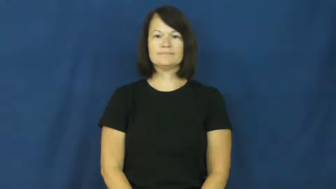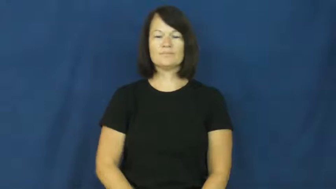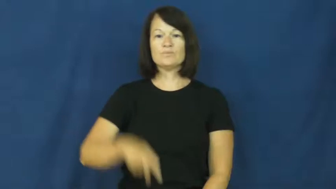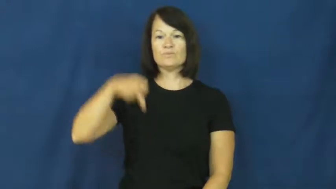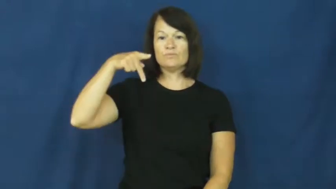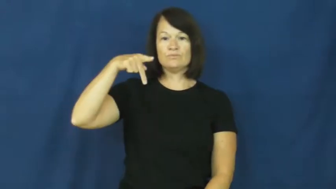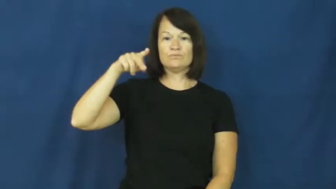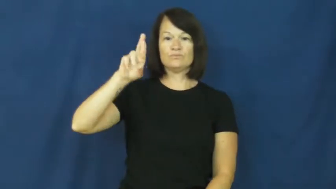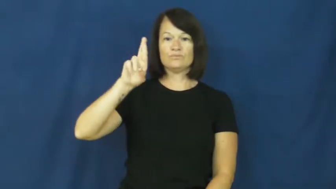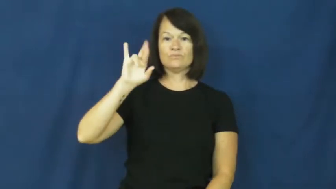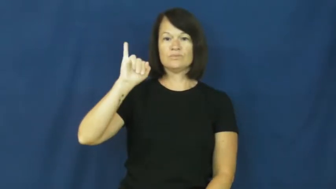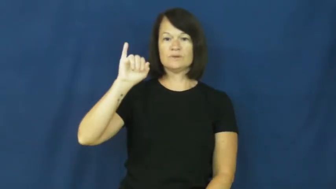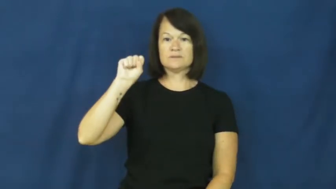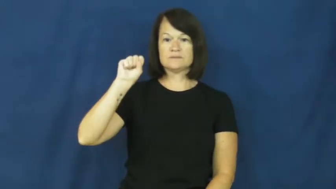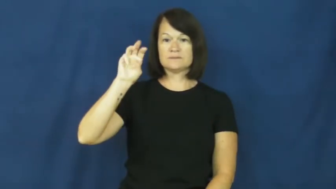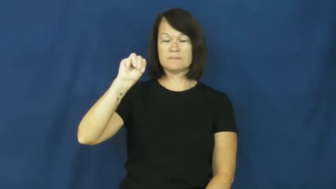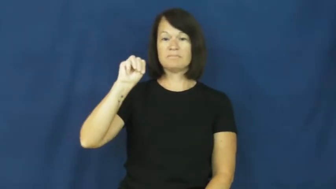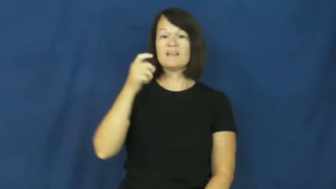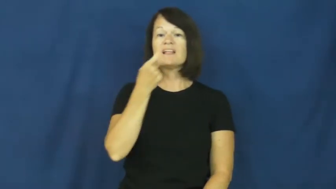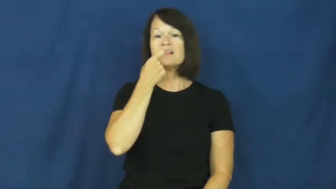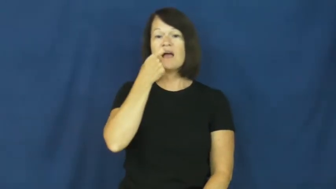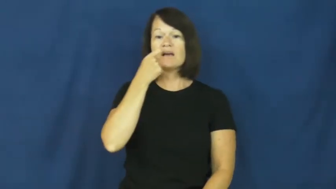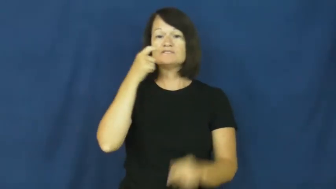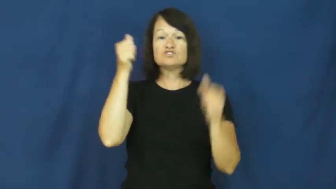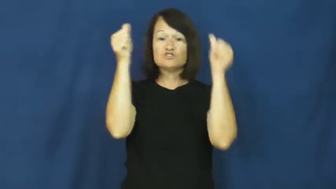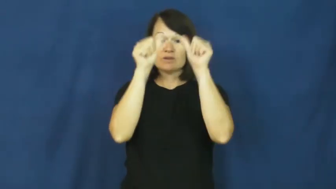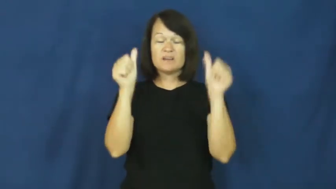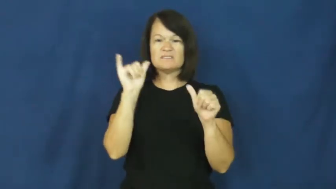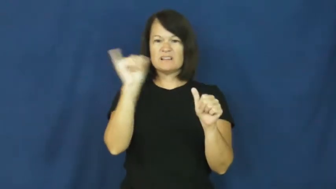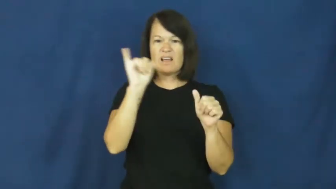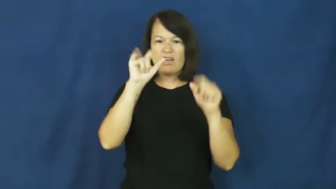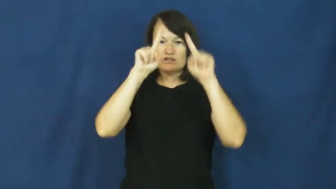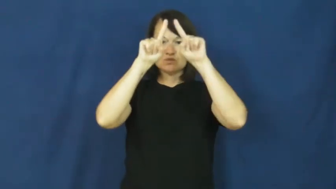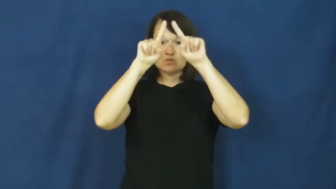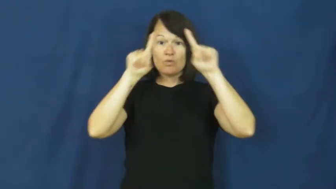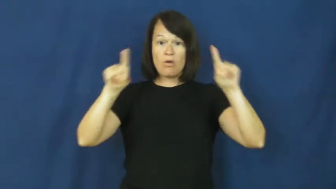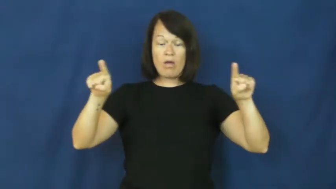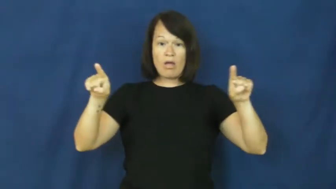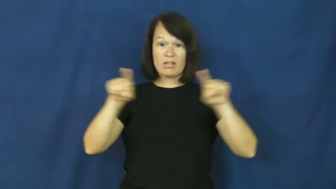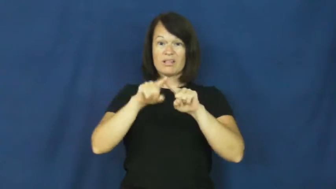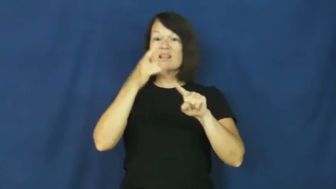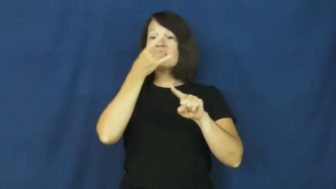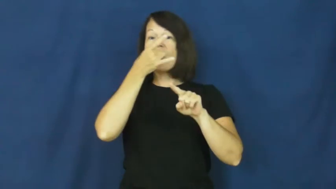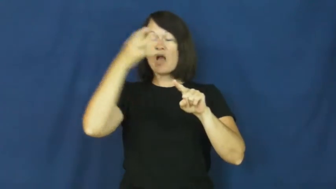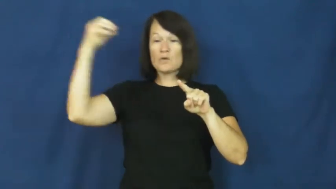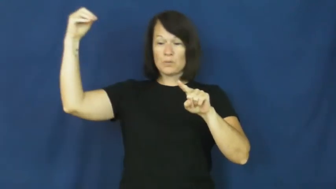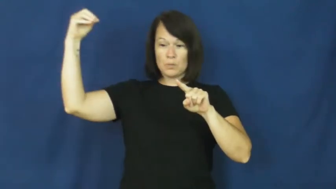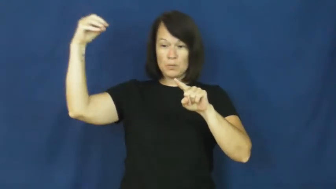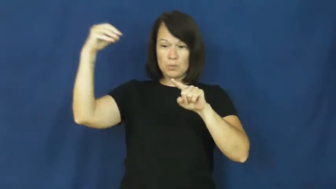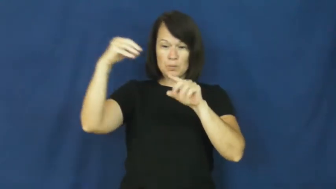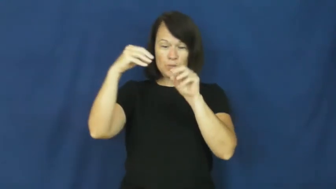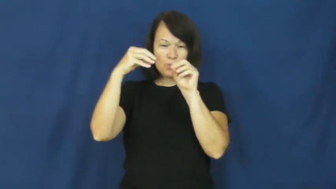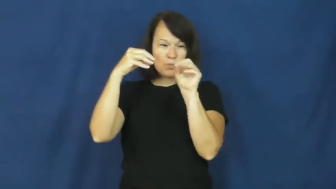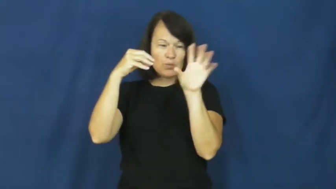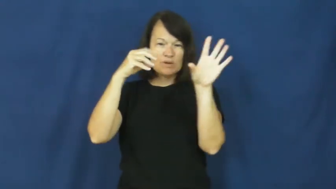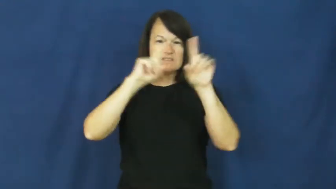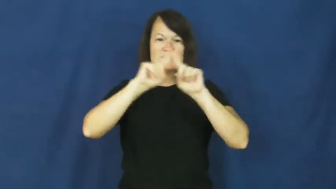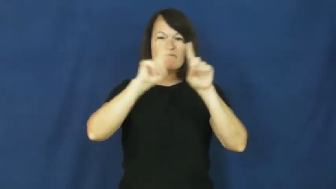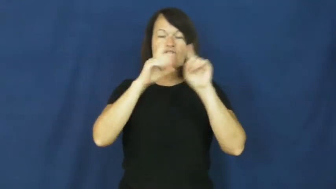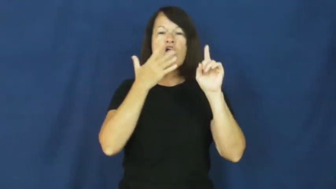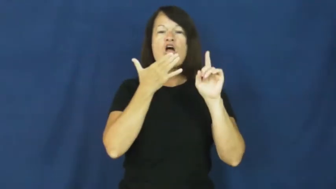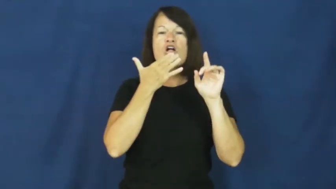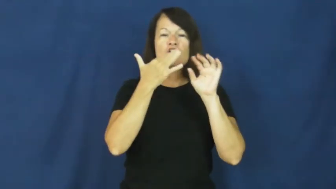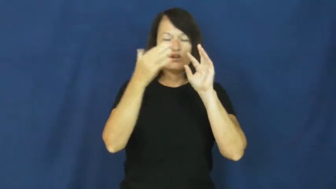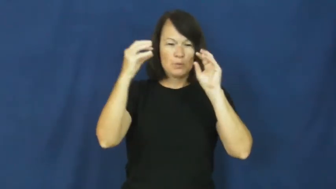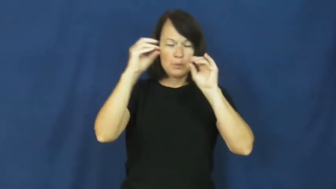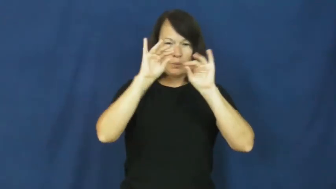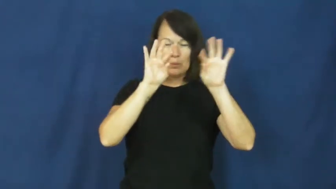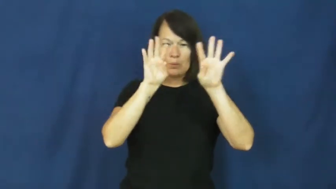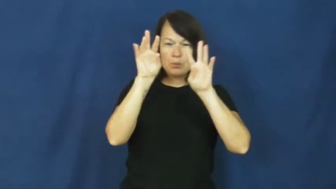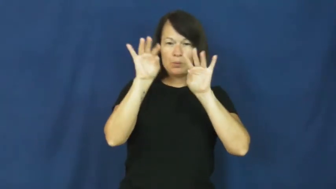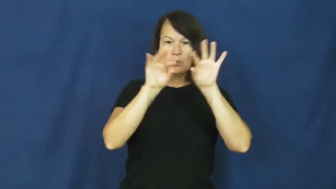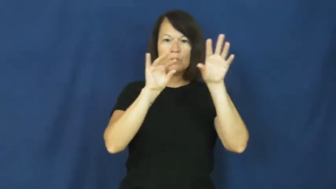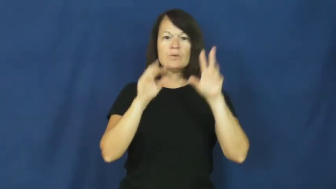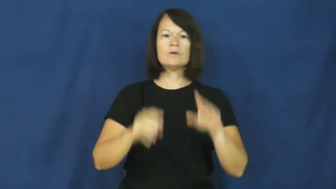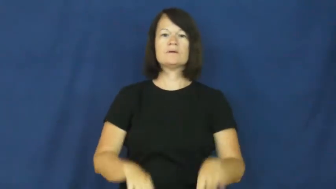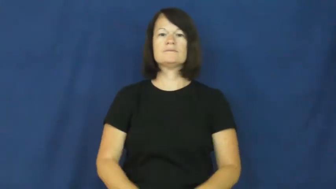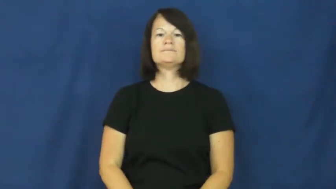prism